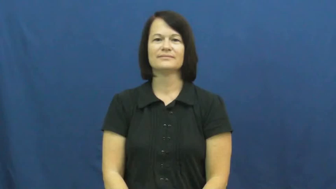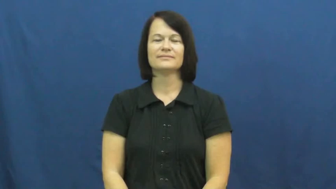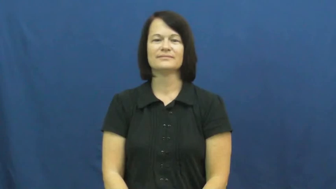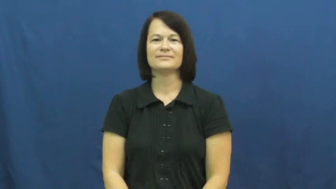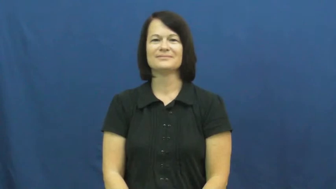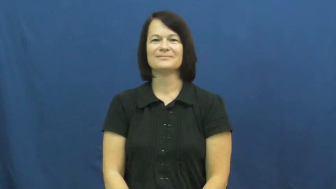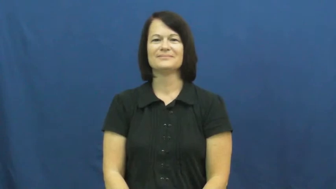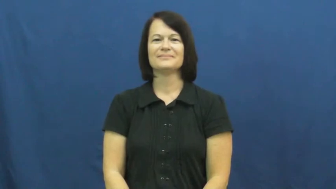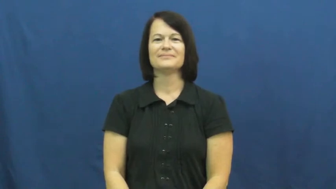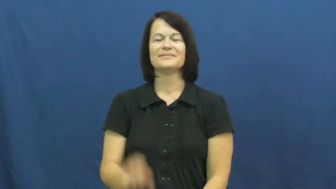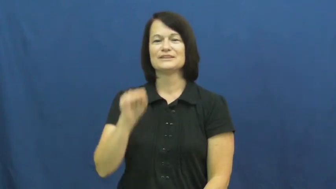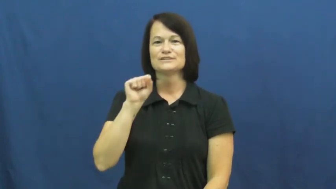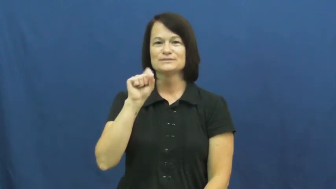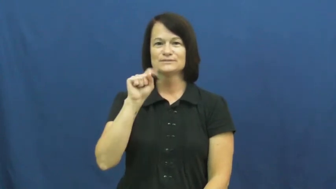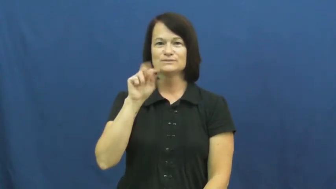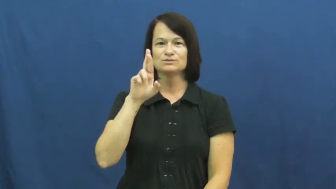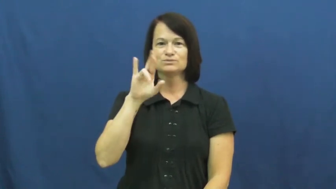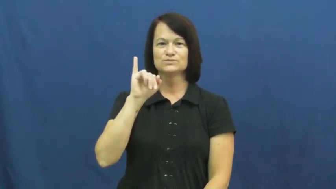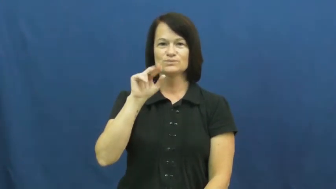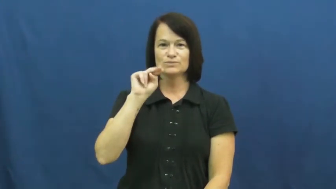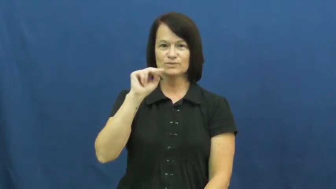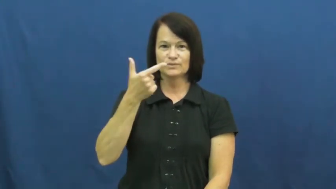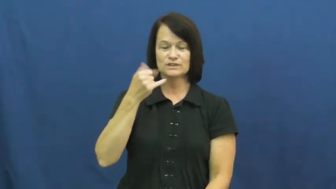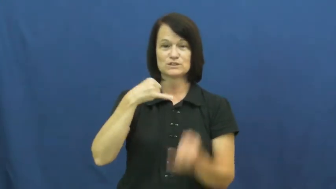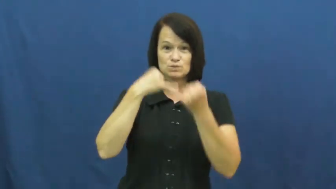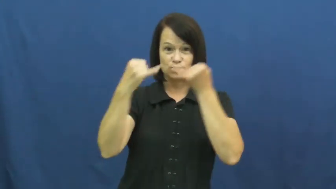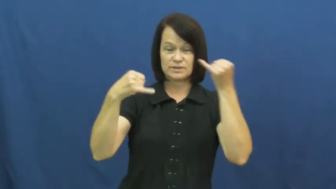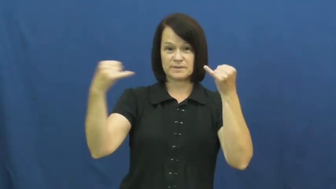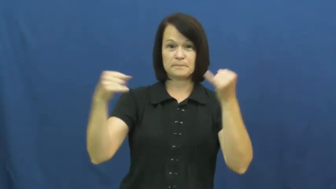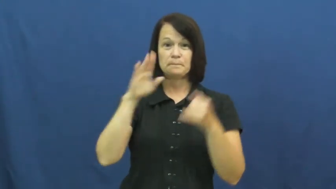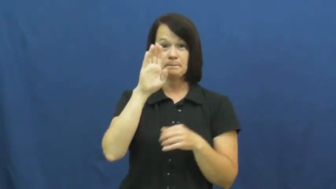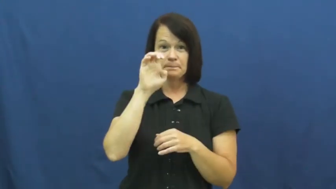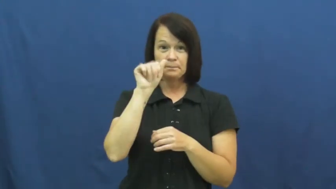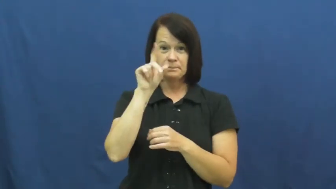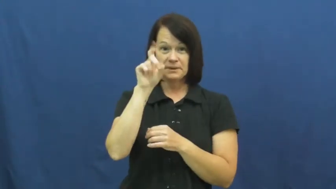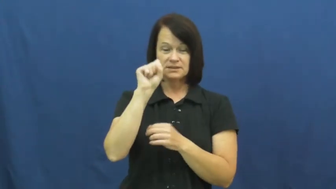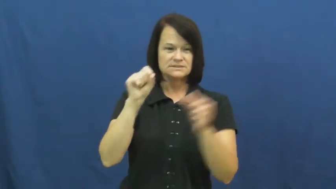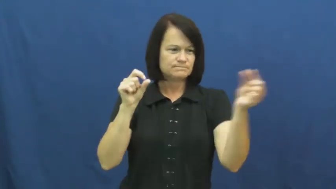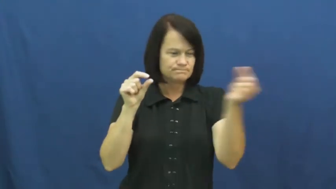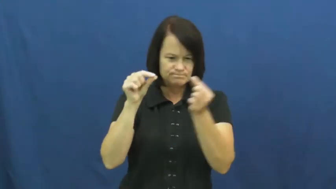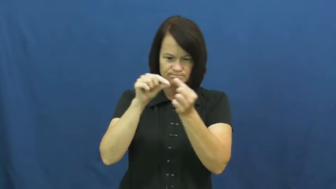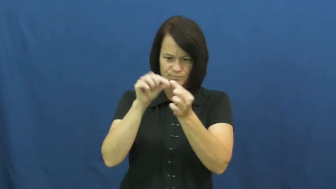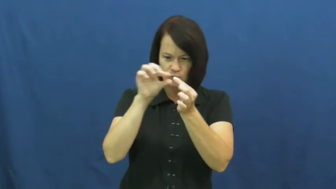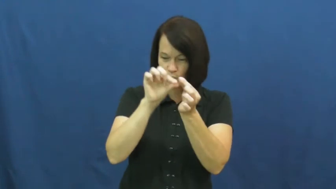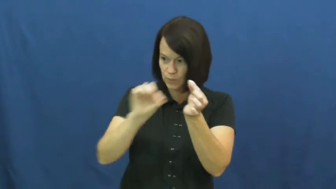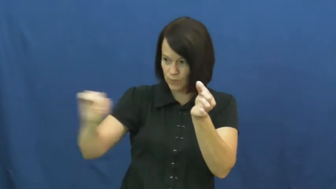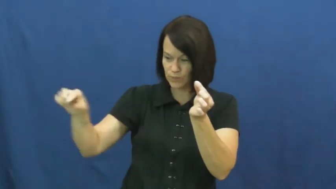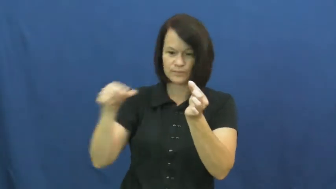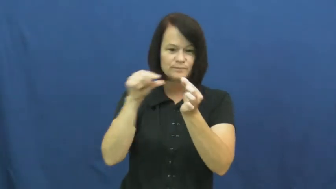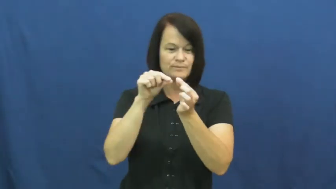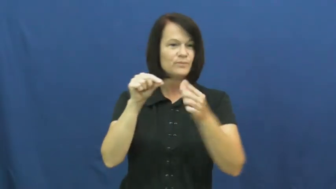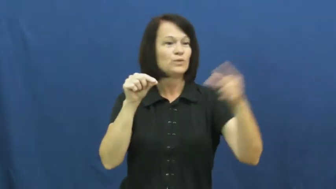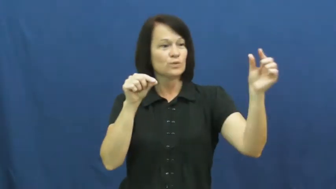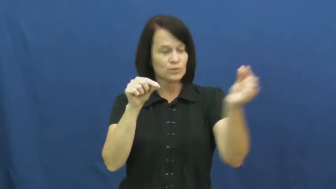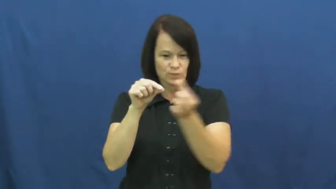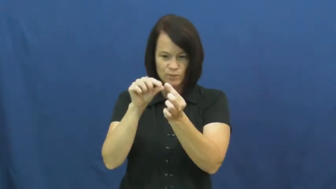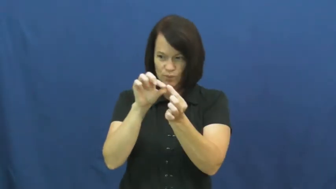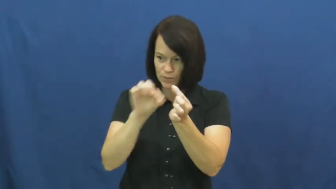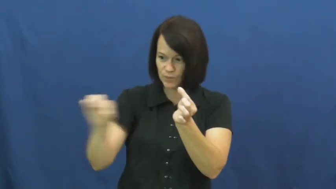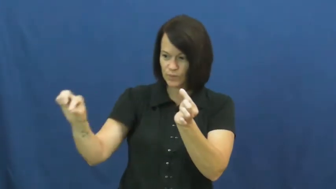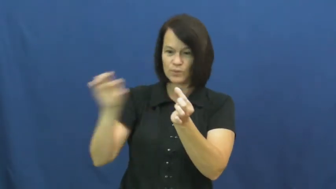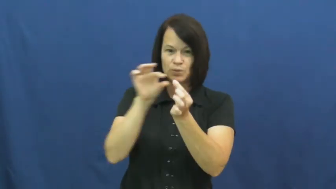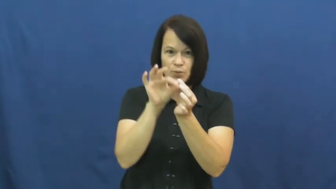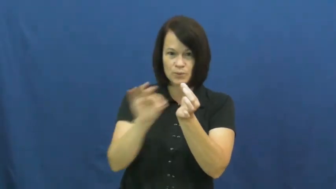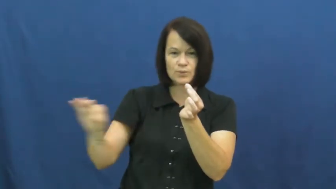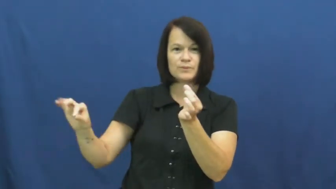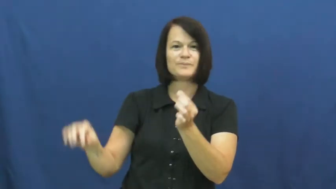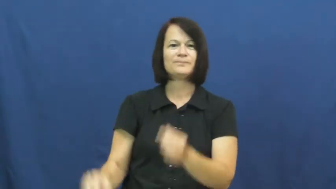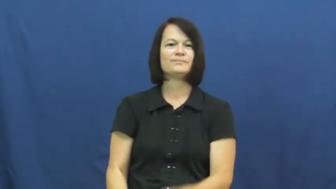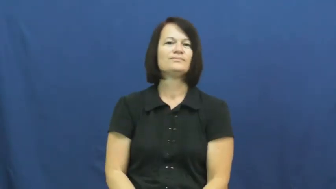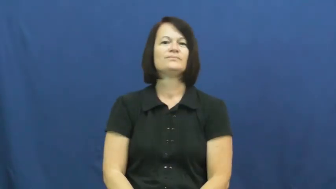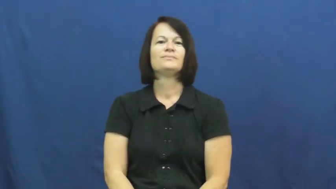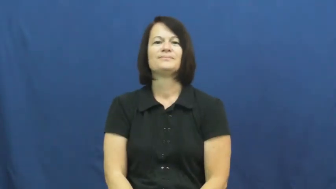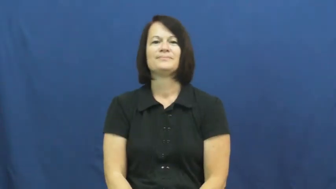string,bead